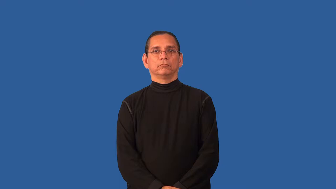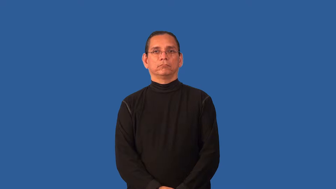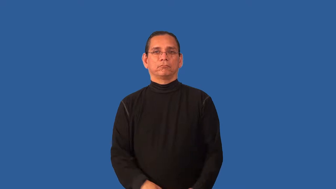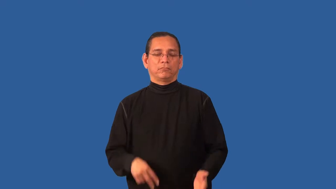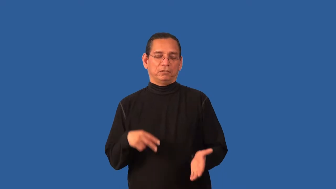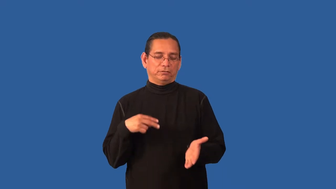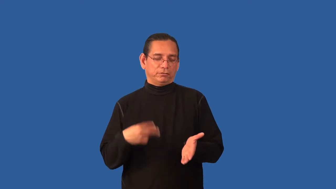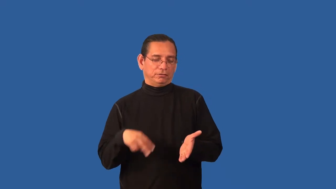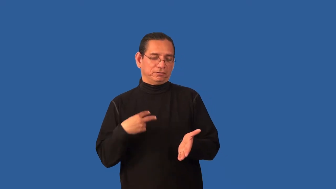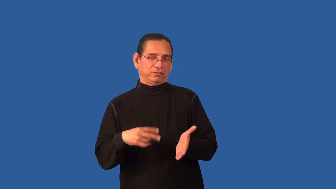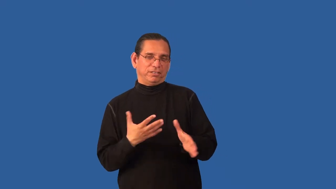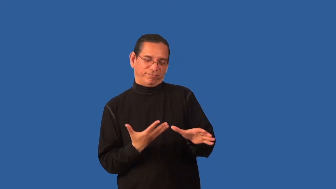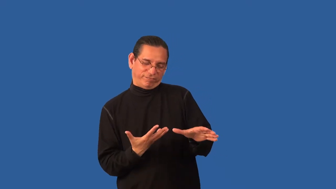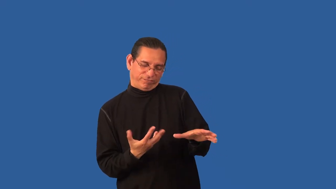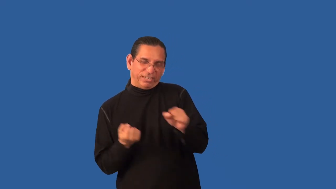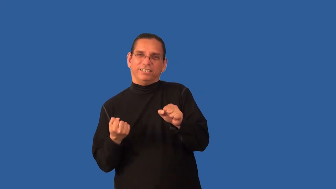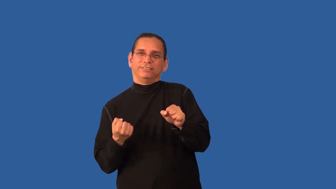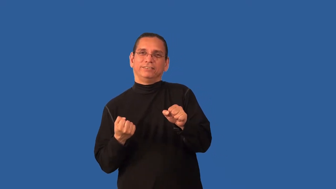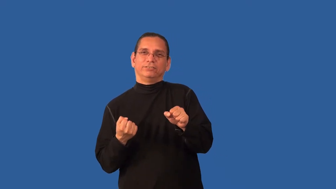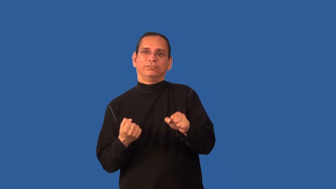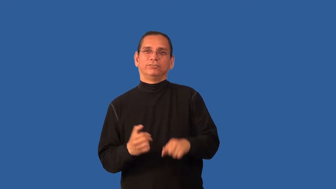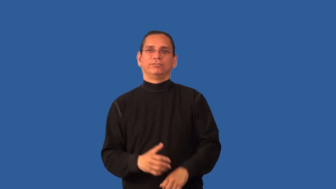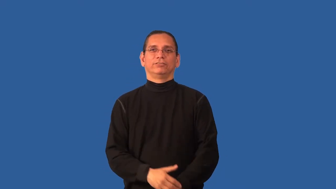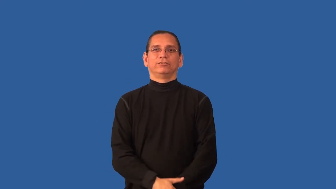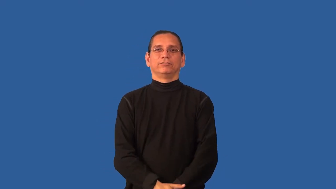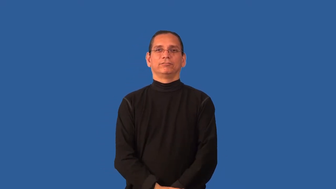boogie-dance